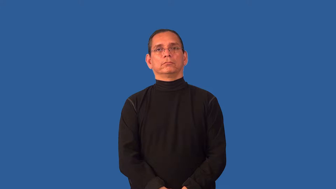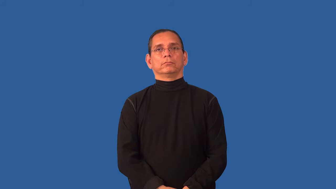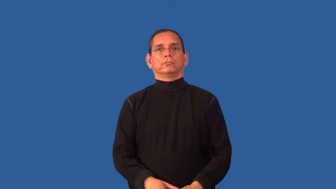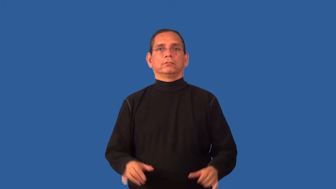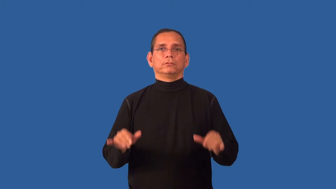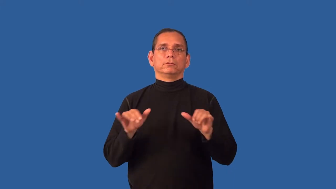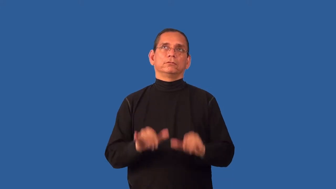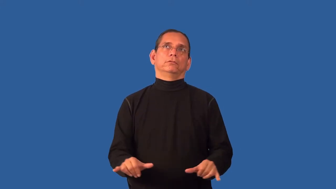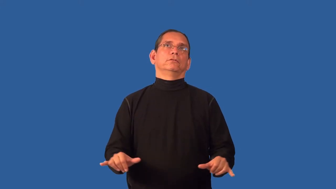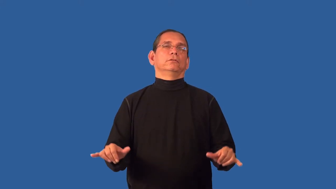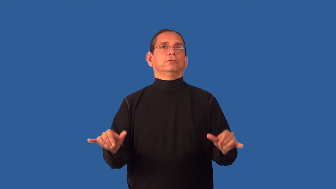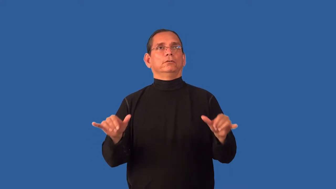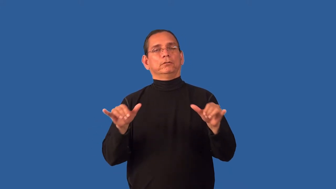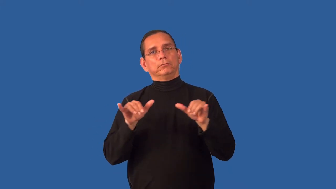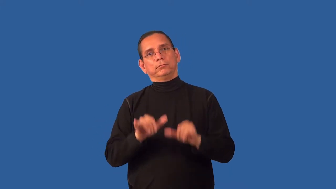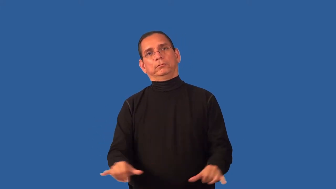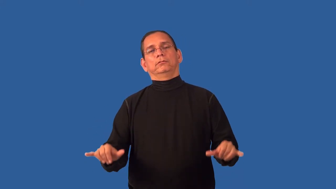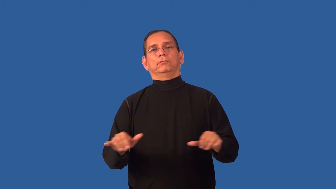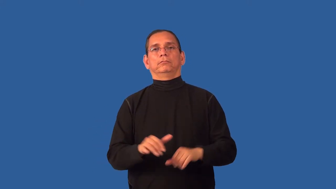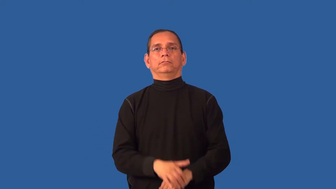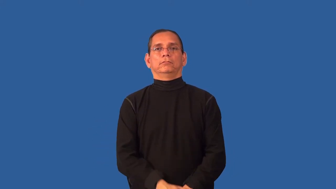stodgy